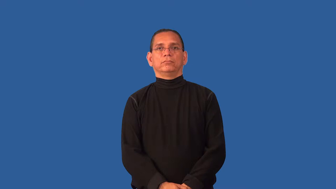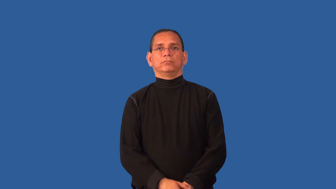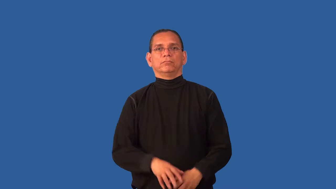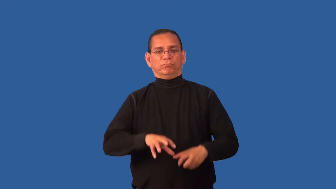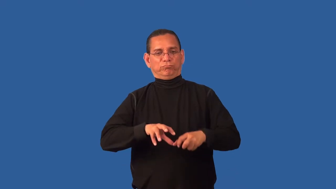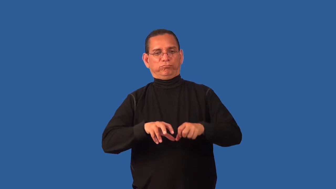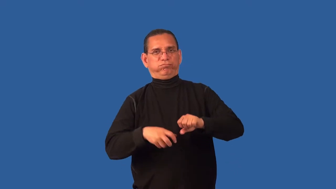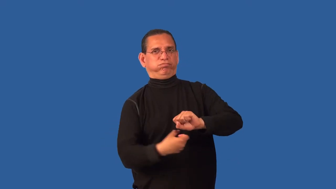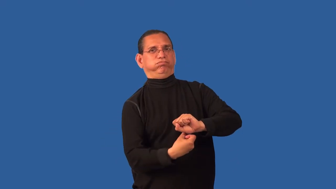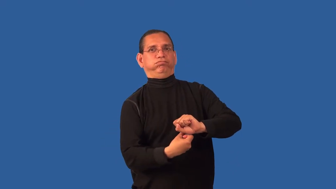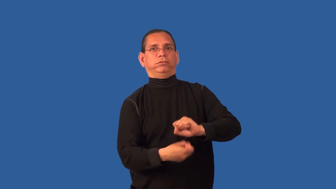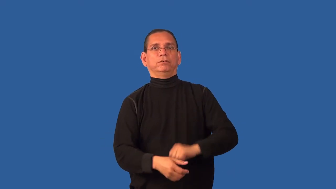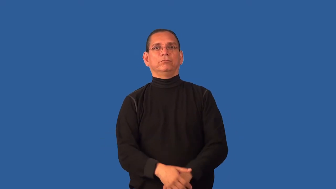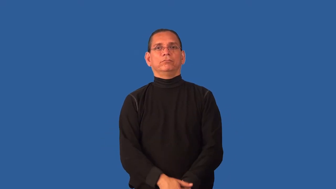contort,splay